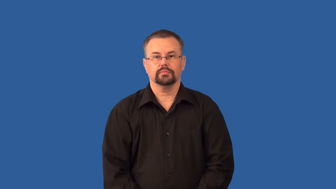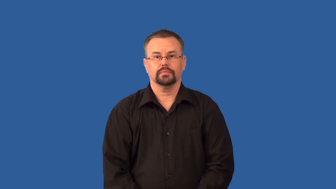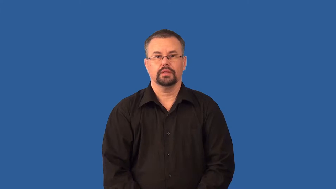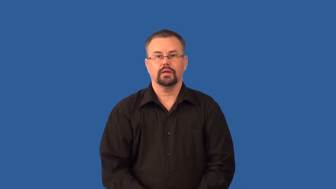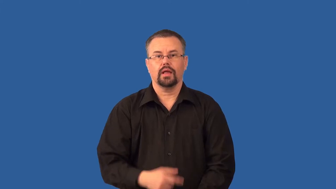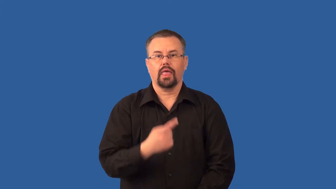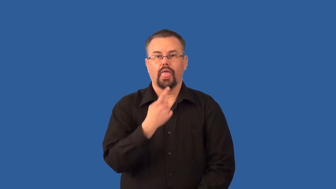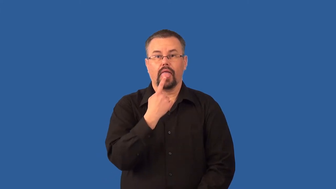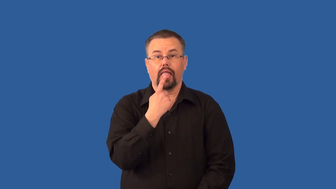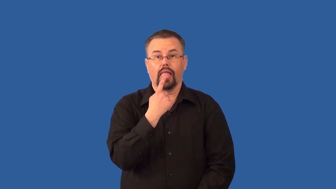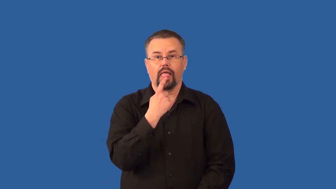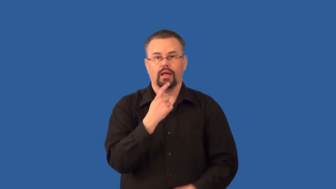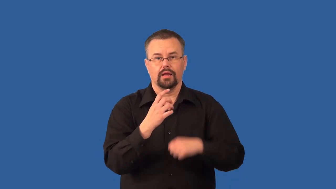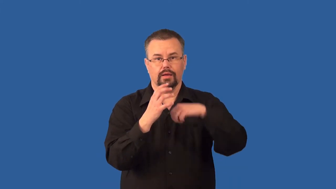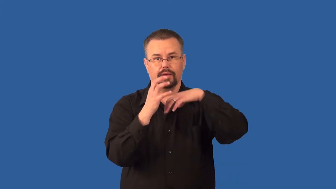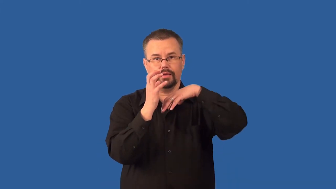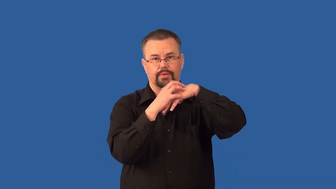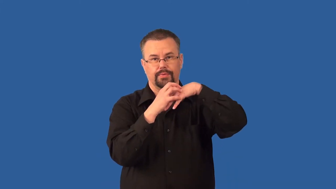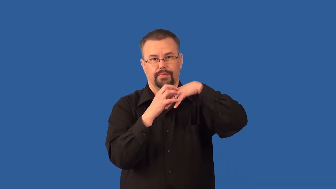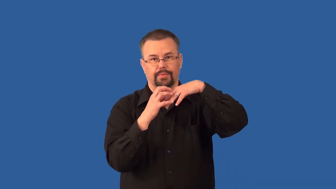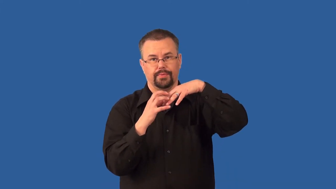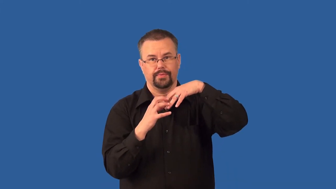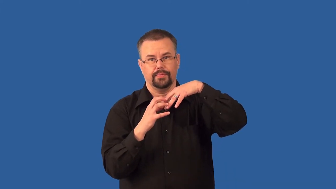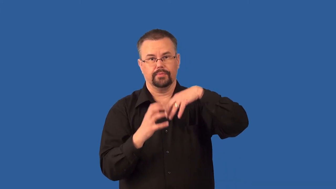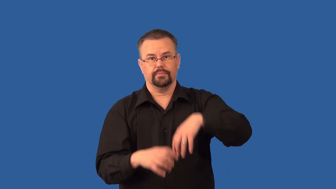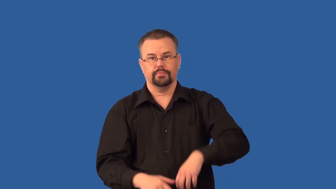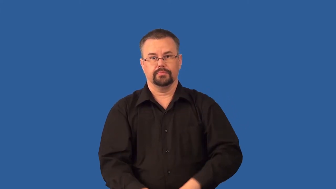bud-taste